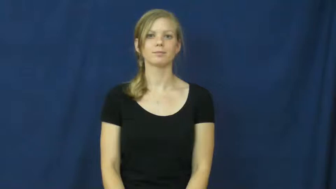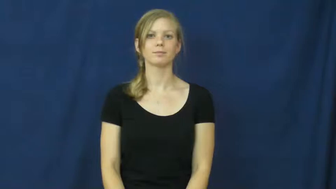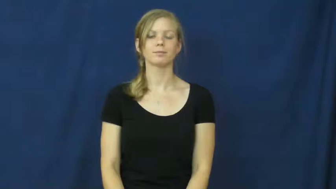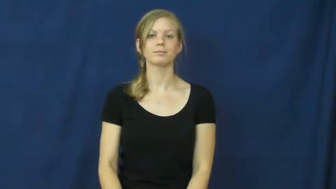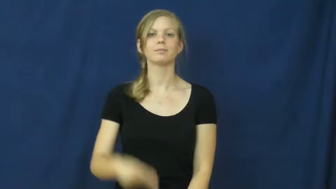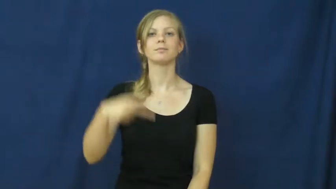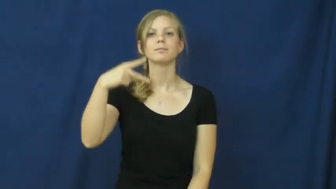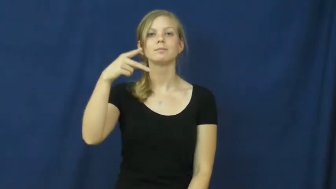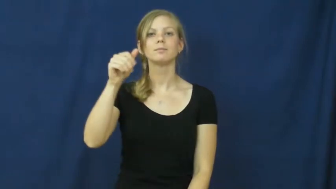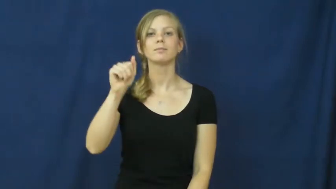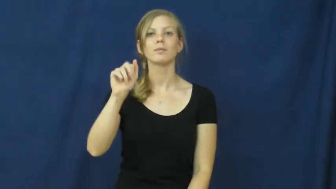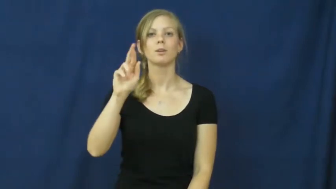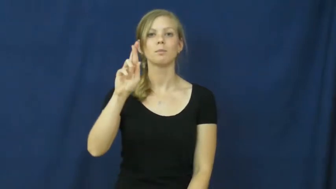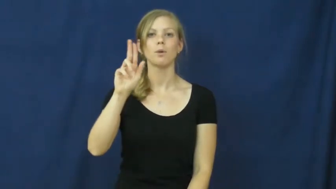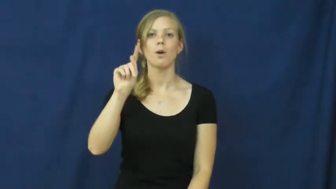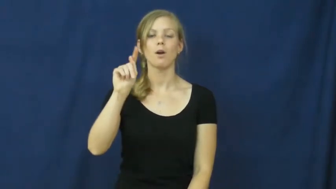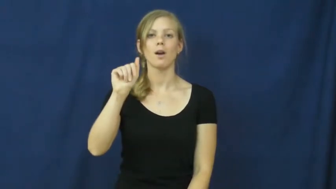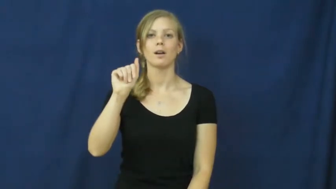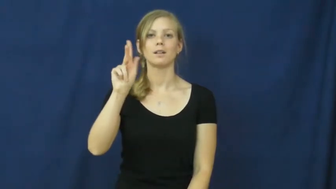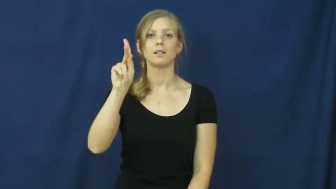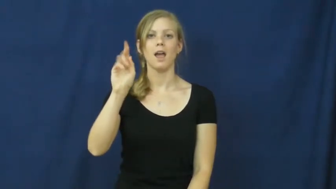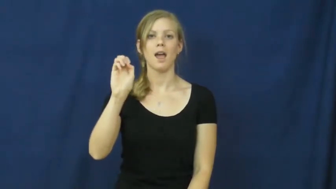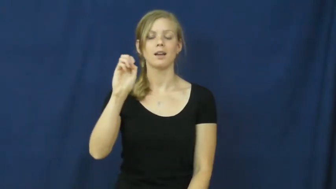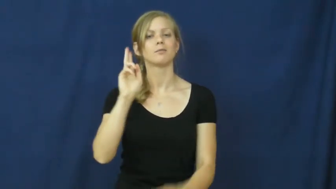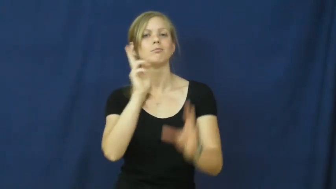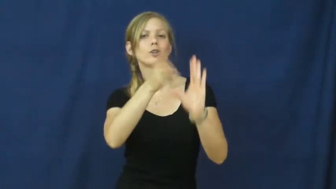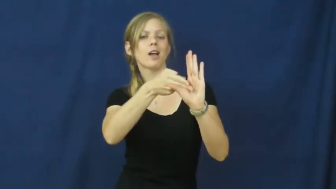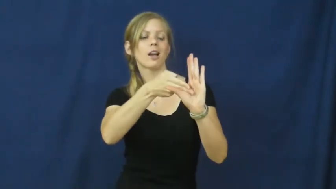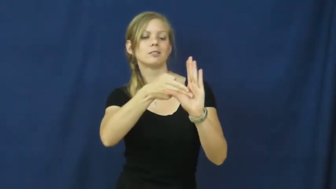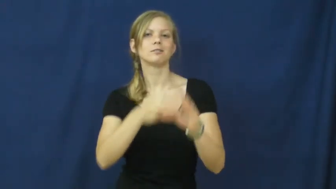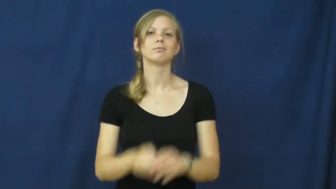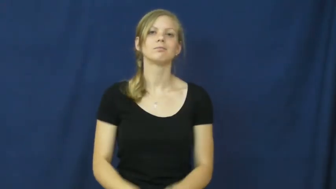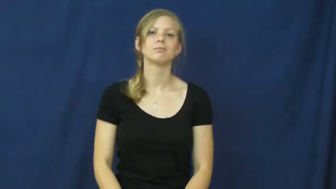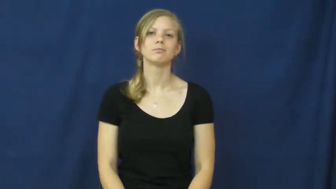partake